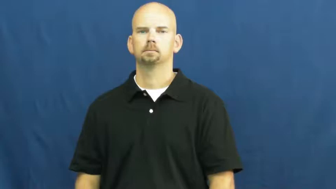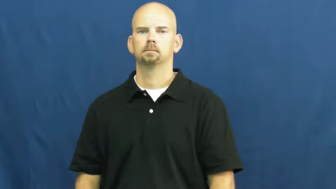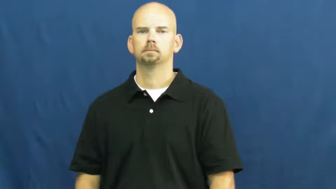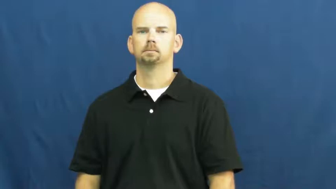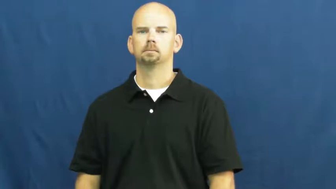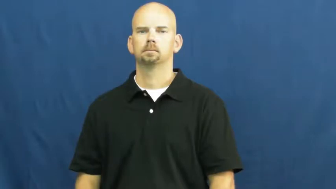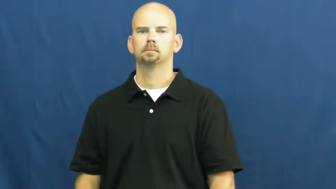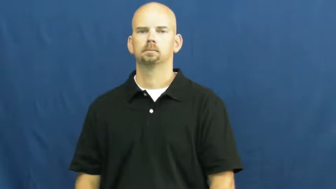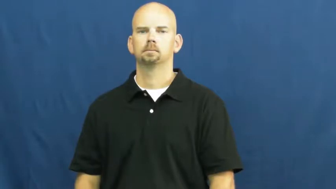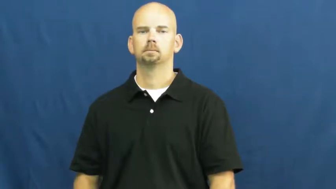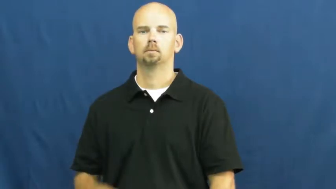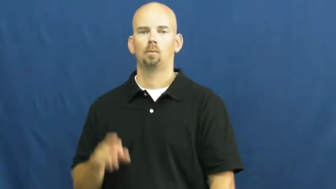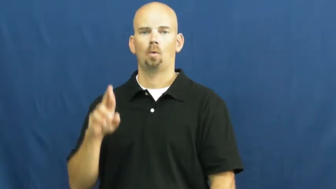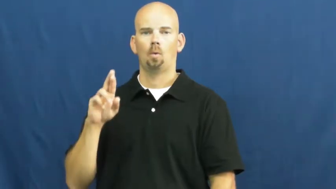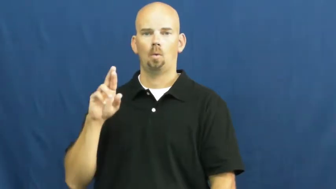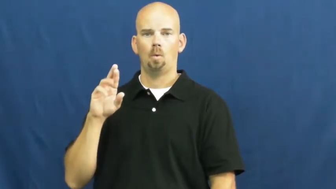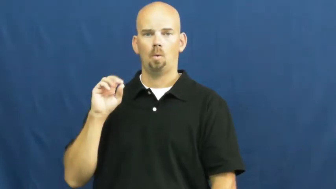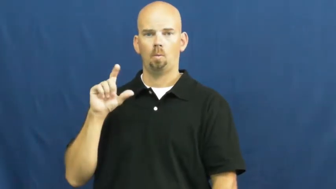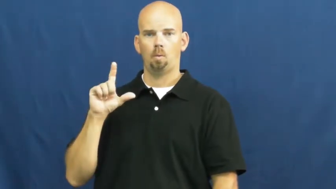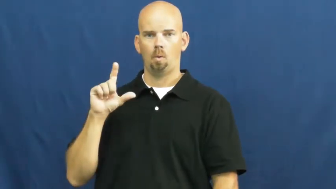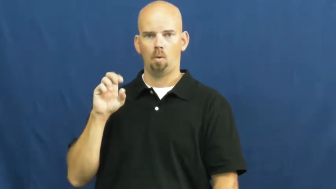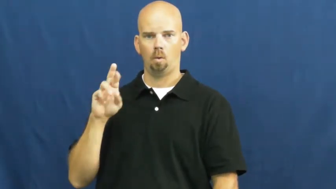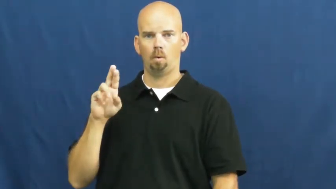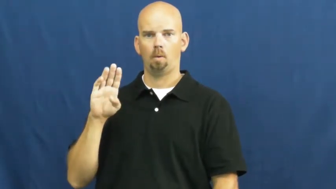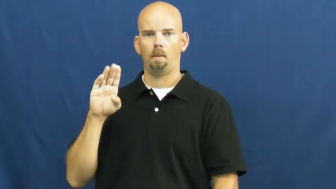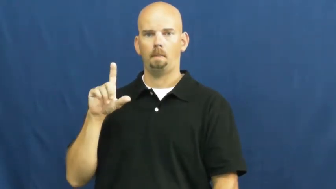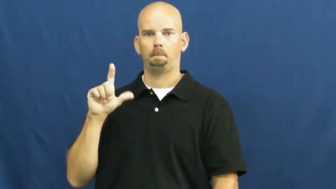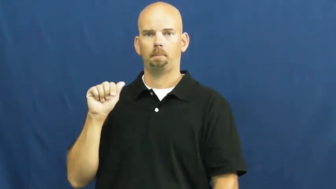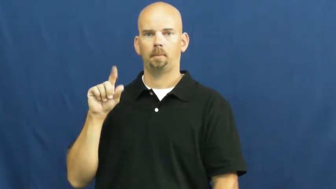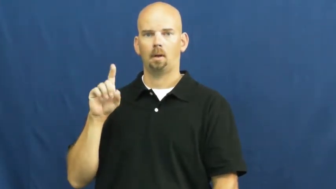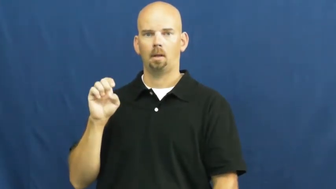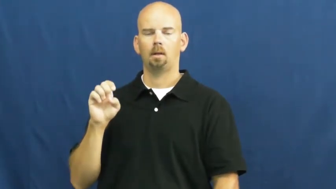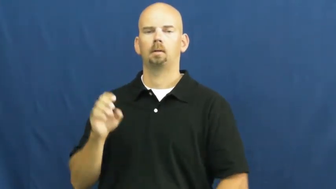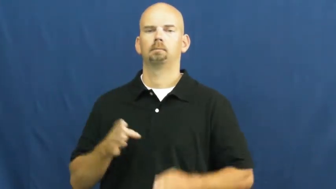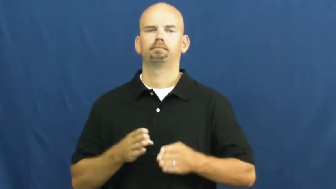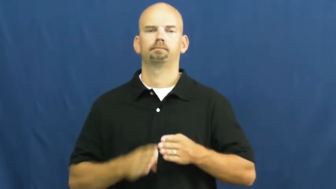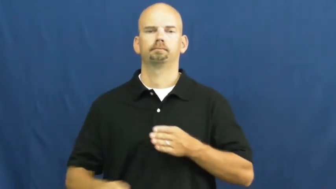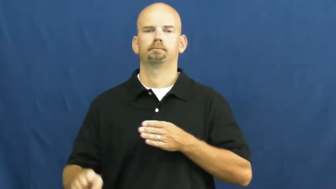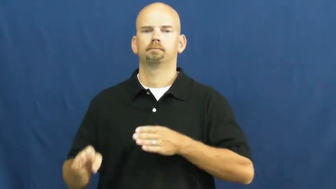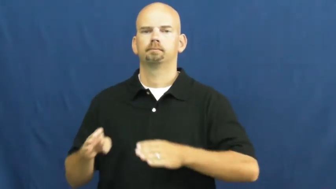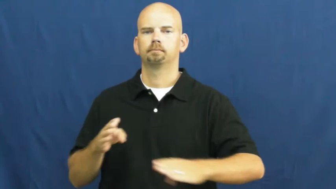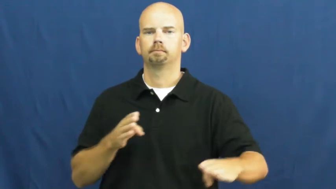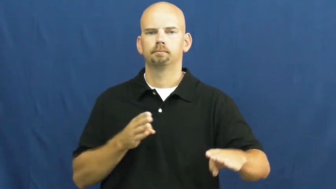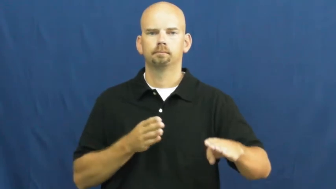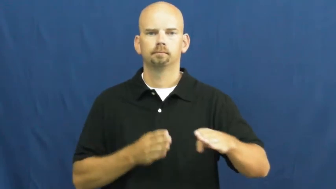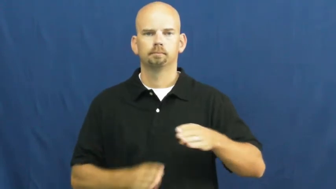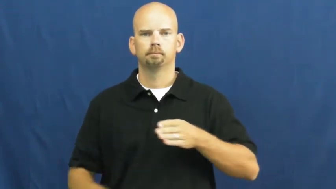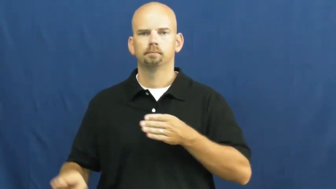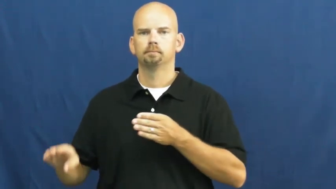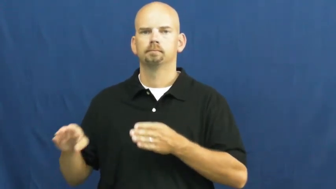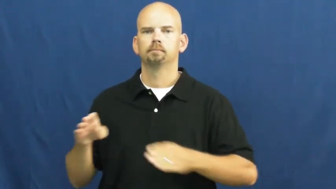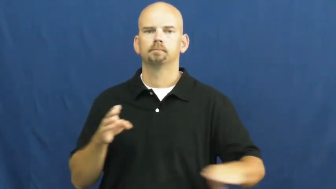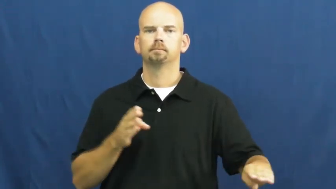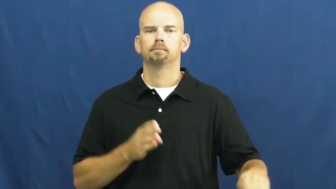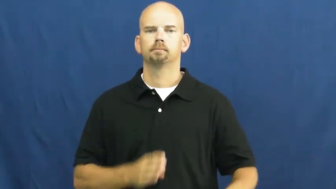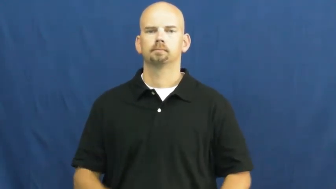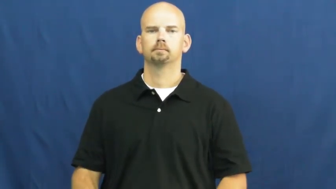rollerblade